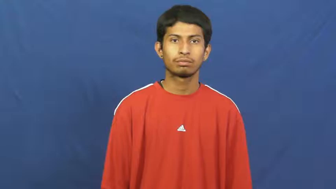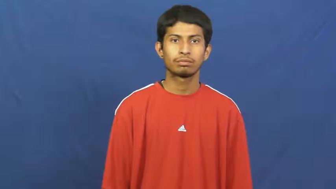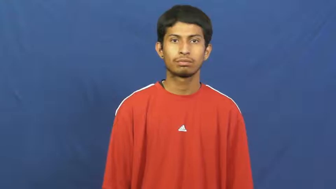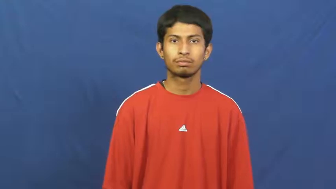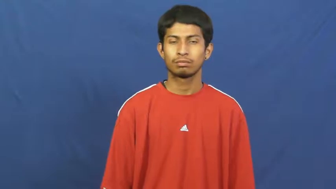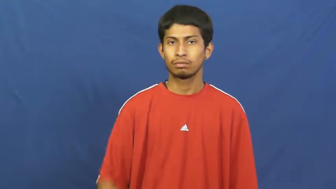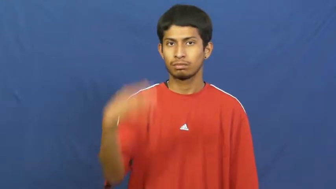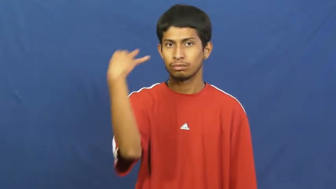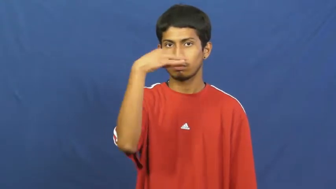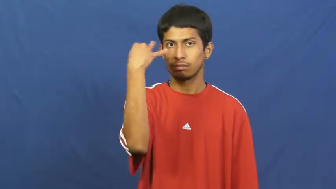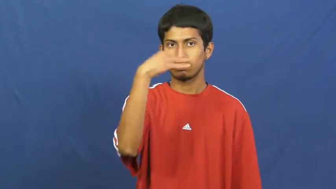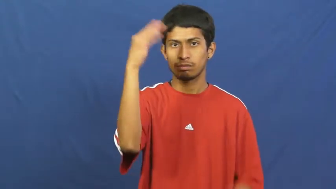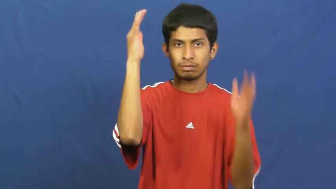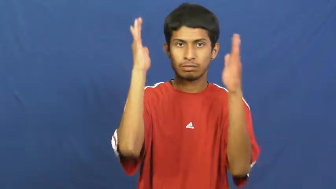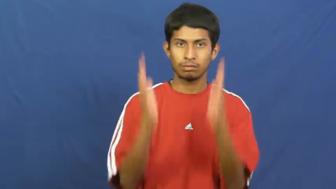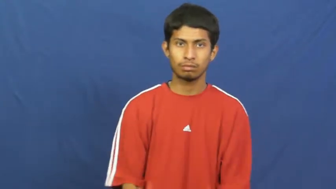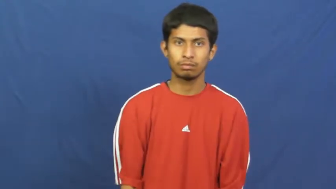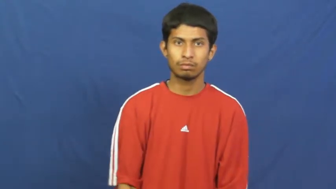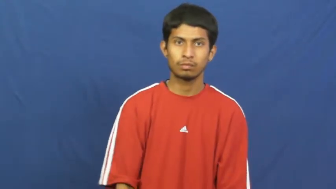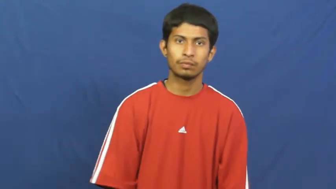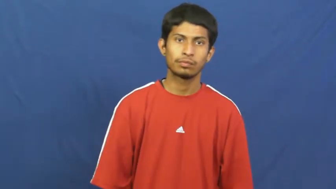crank-wierd